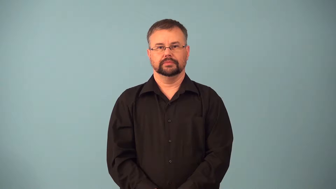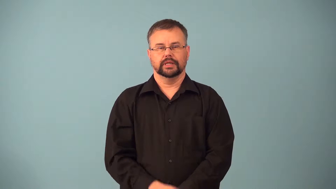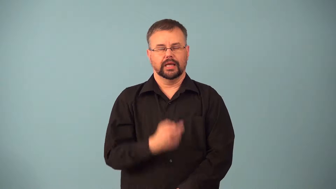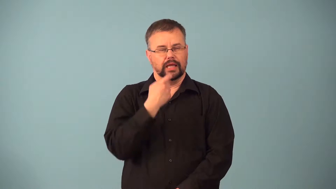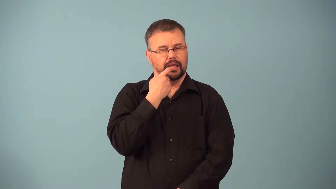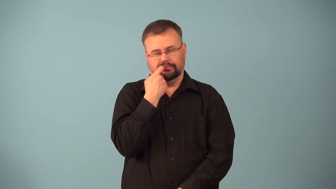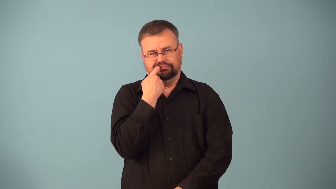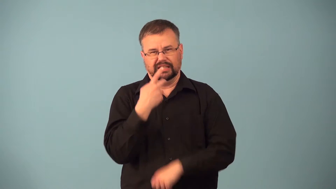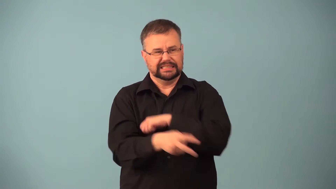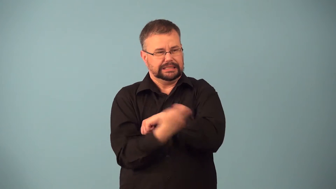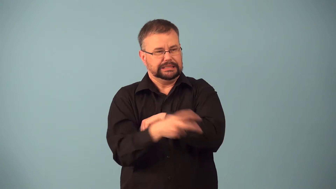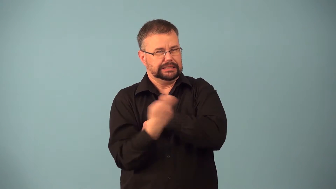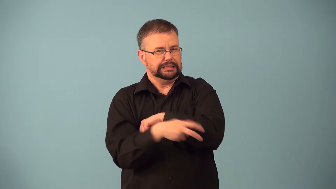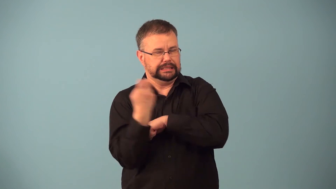kleptomaniac